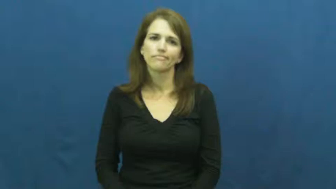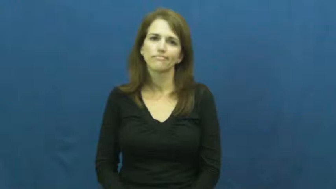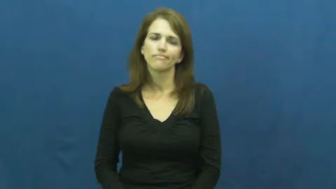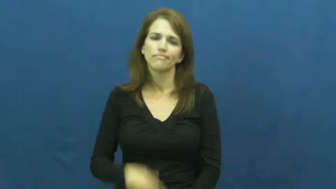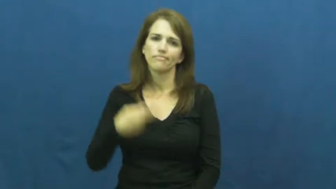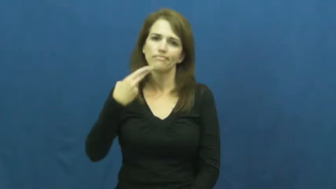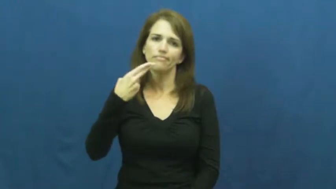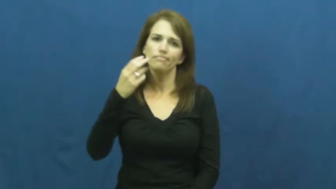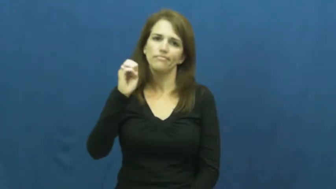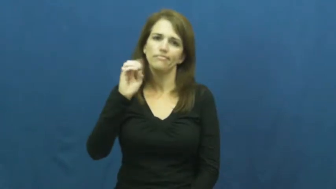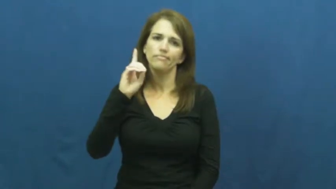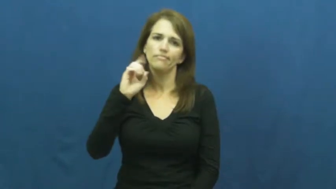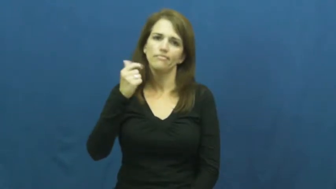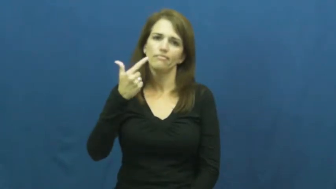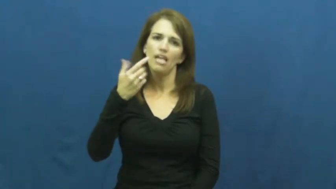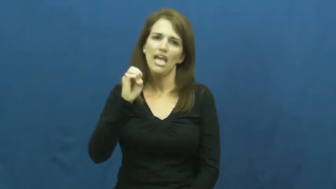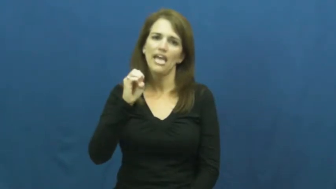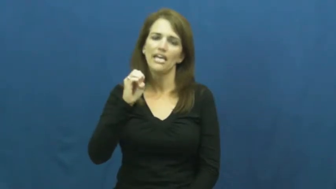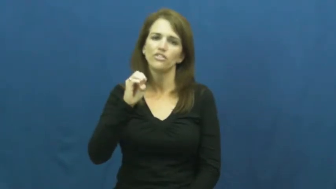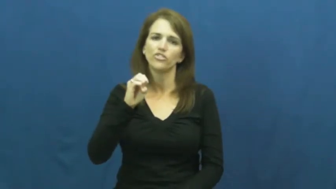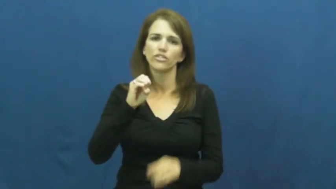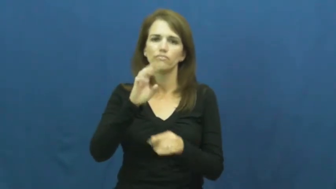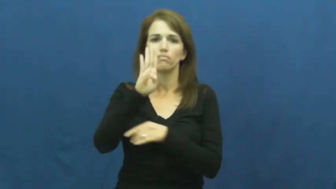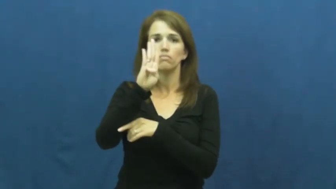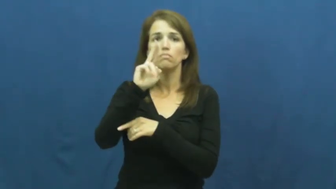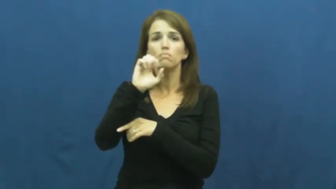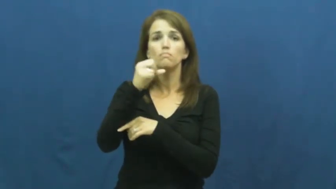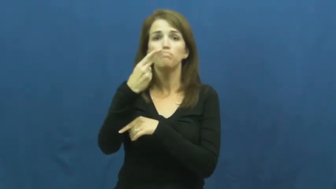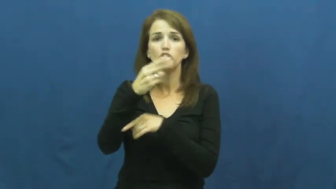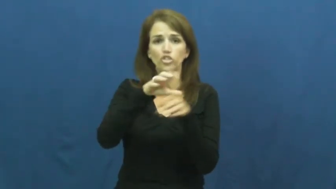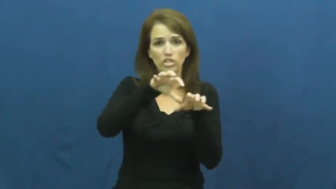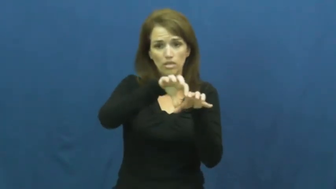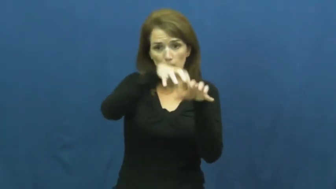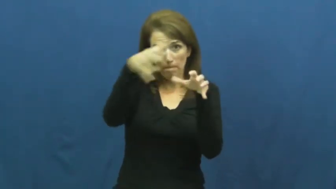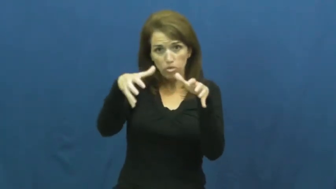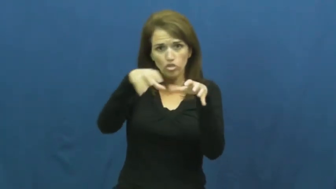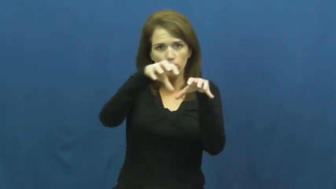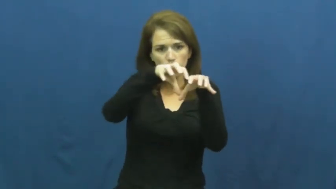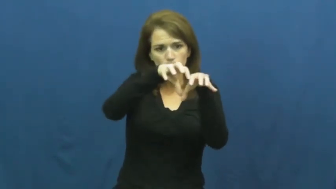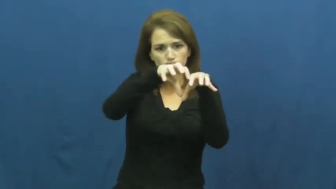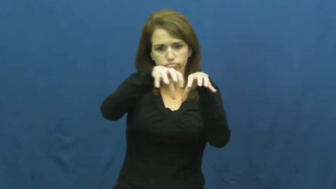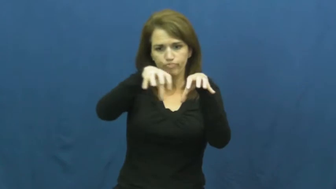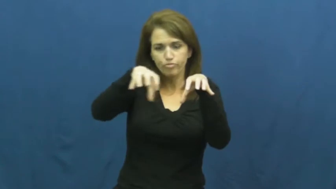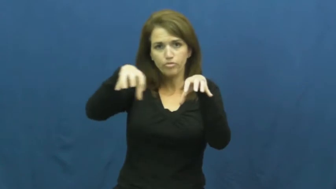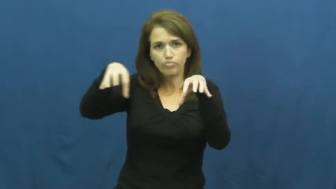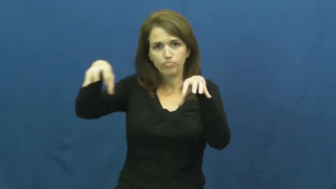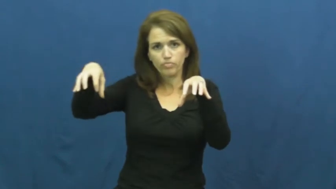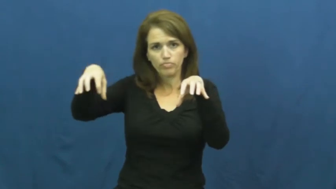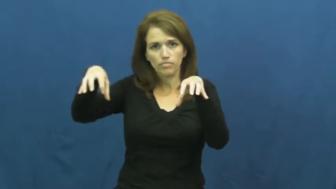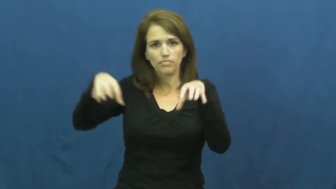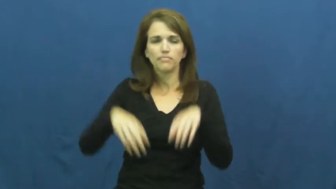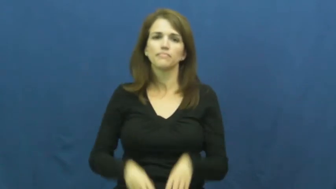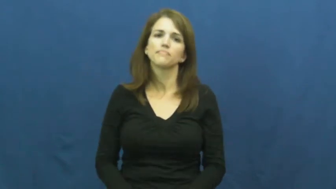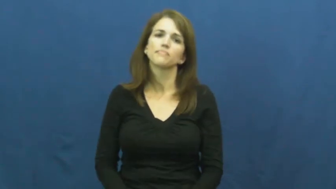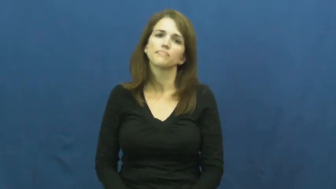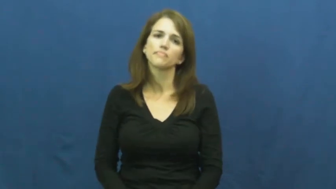hedge-bush